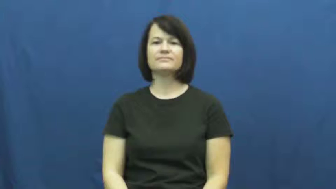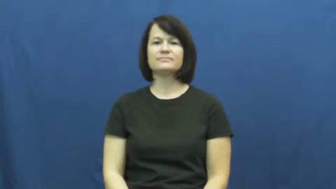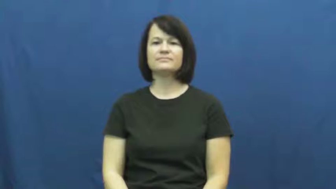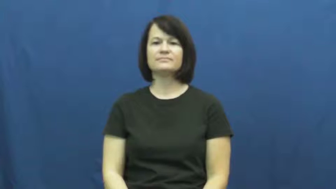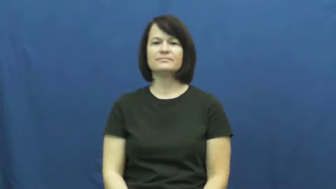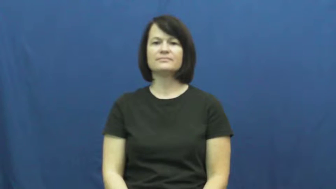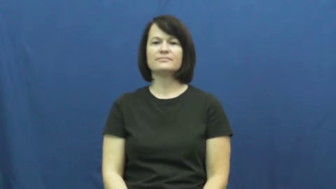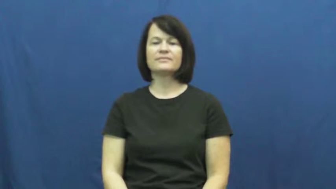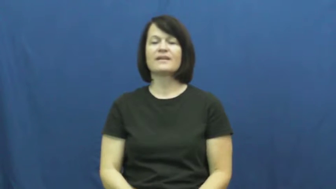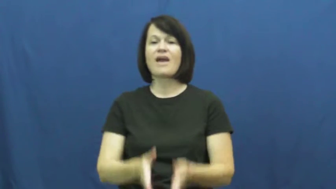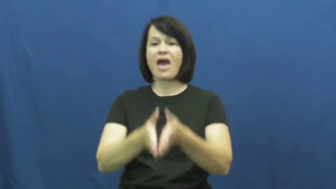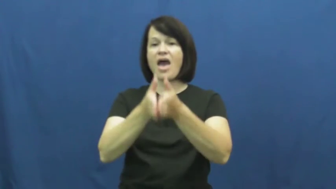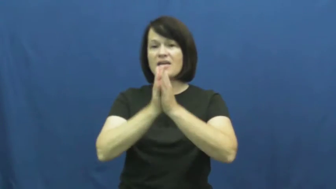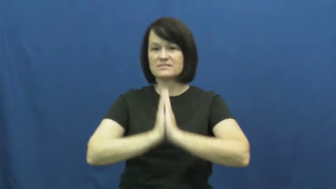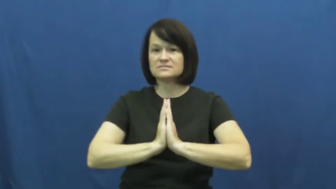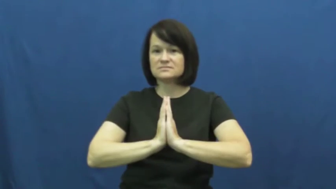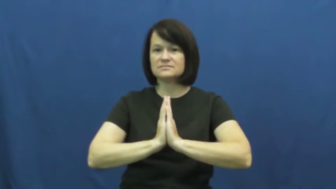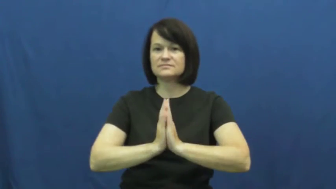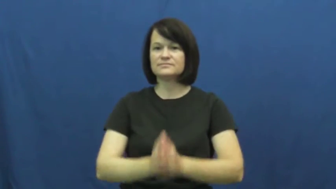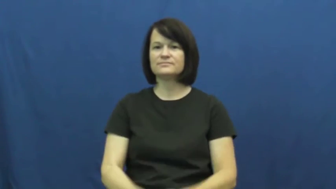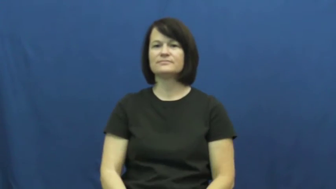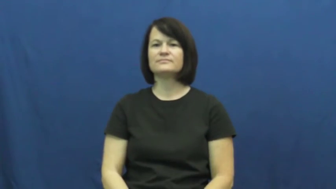put in for-ask